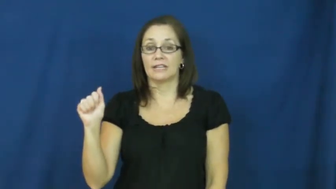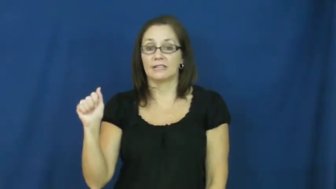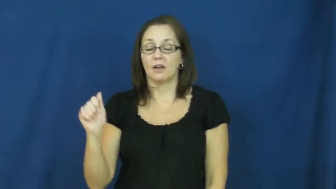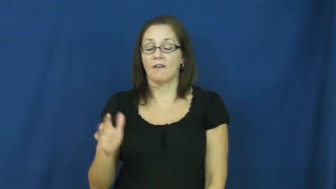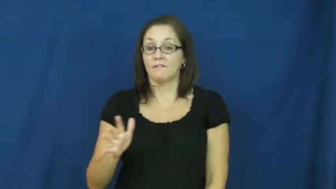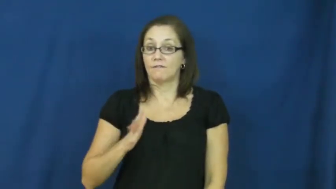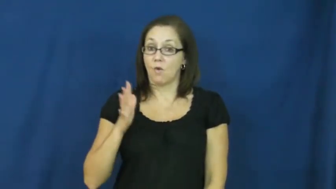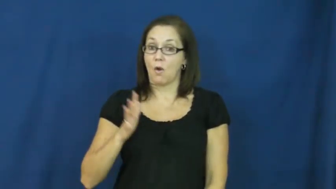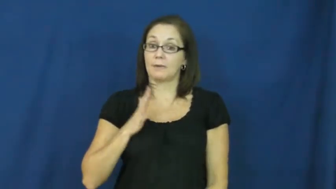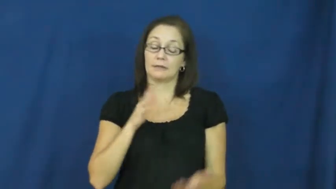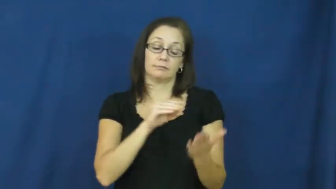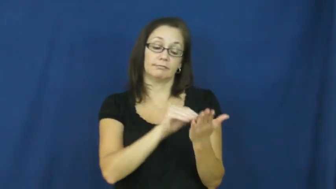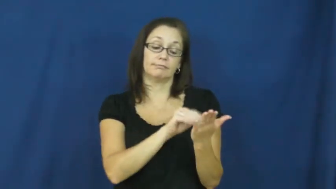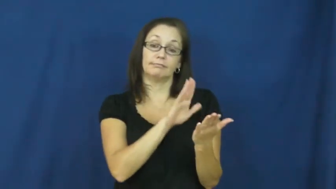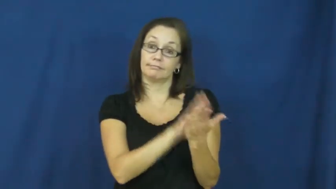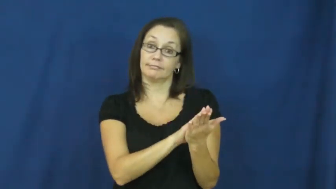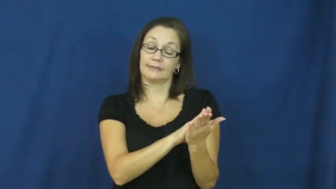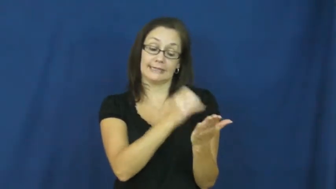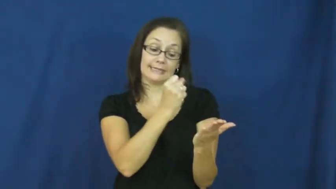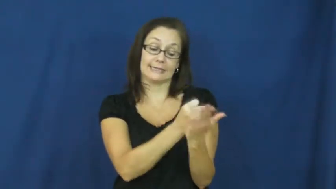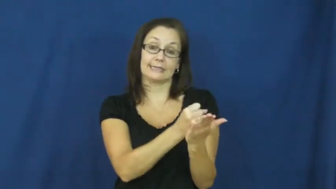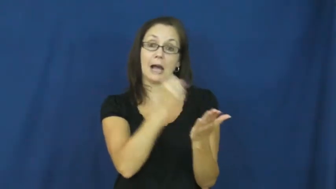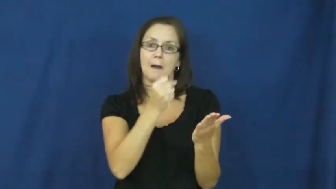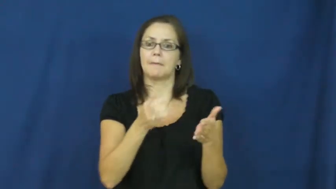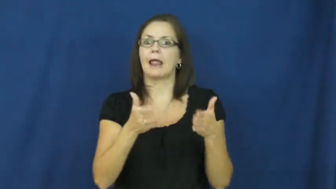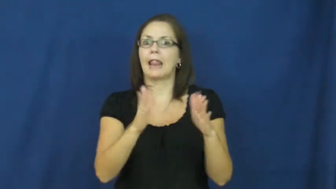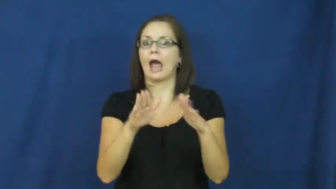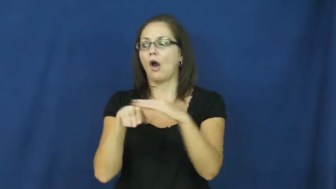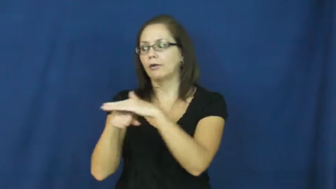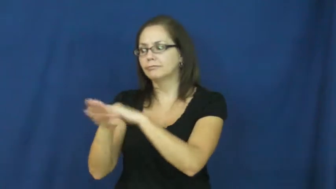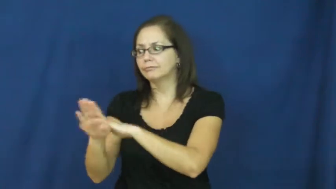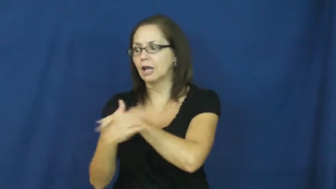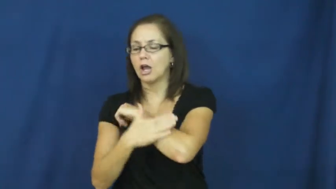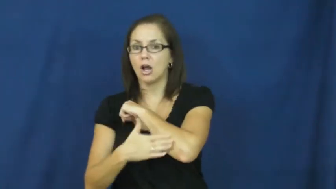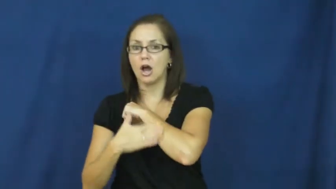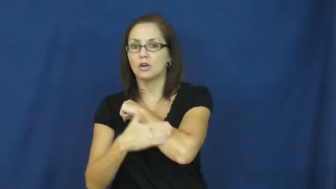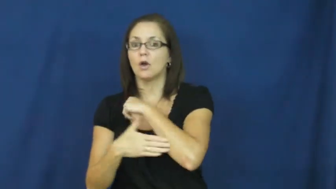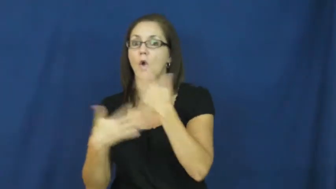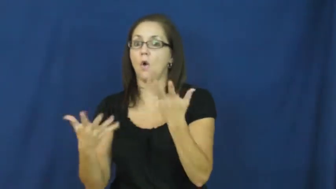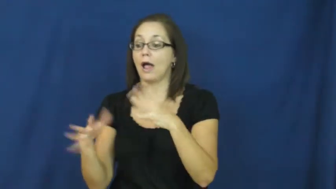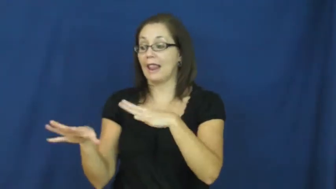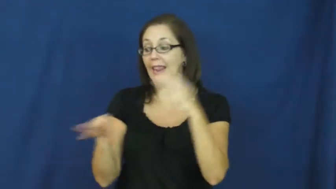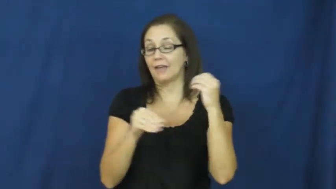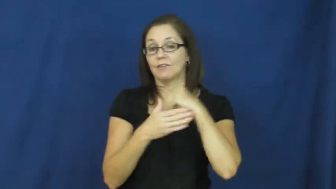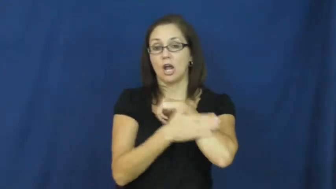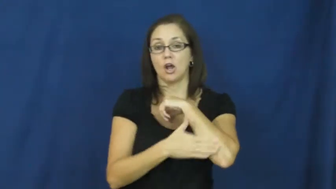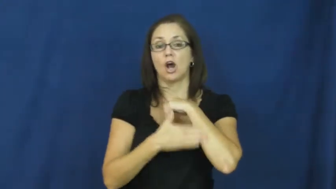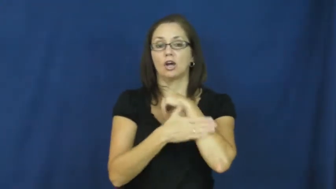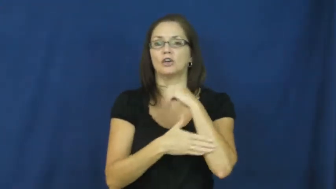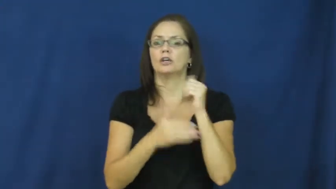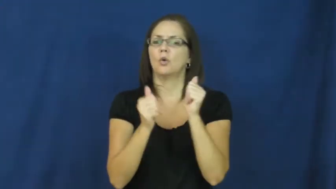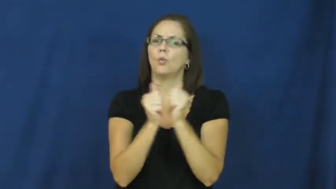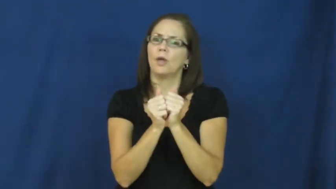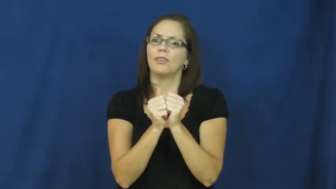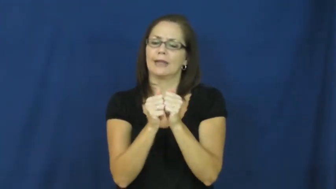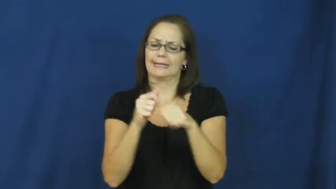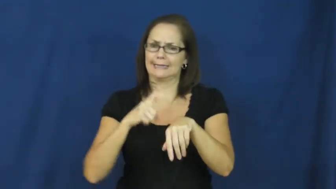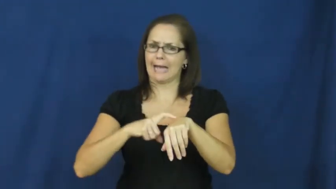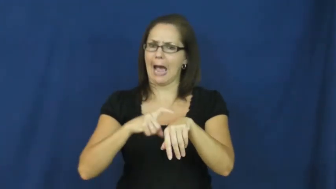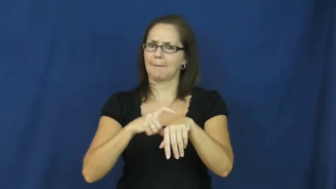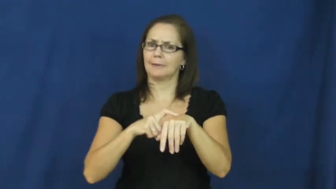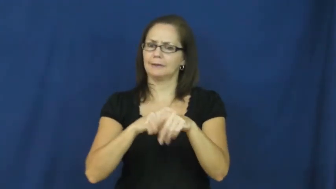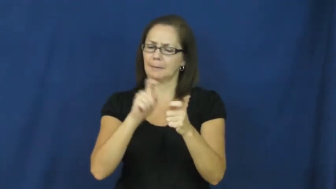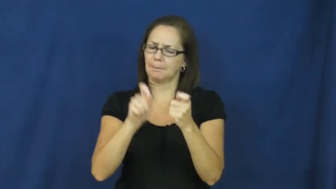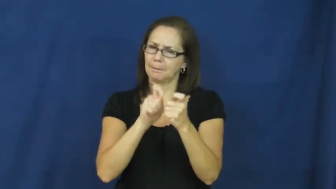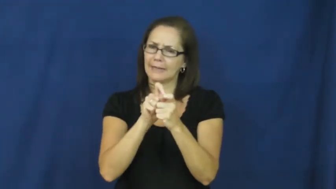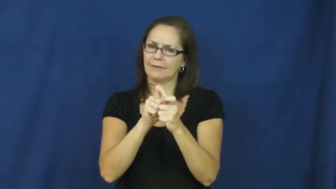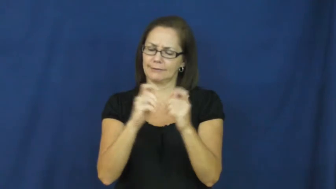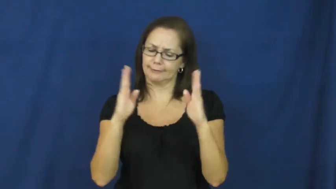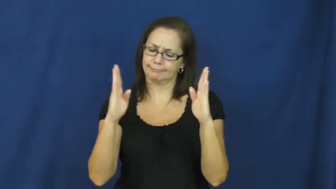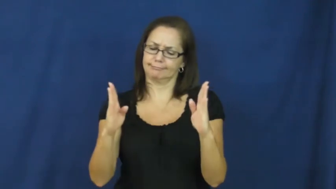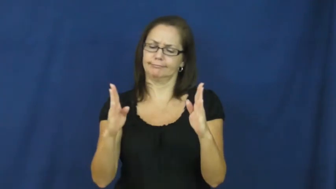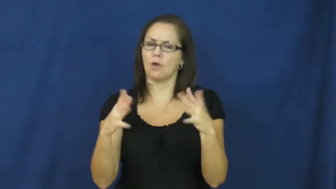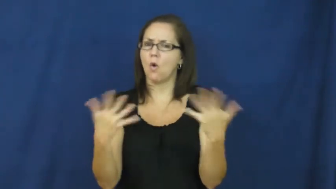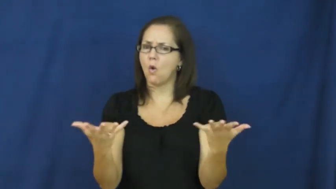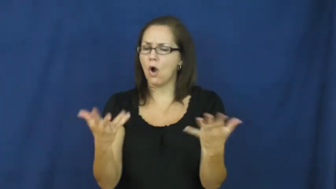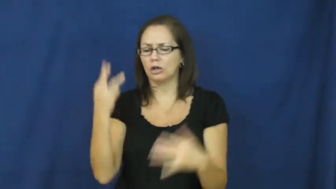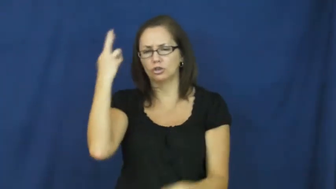visa